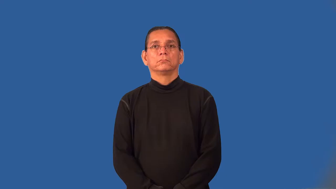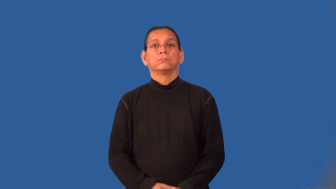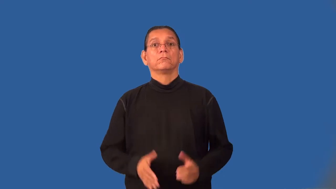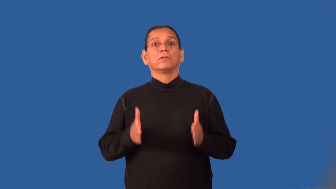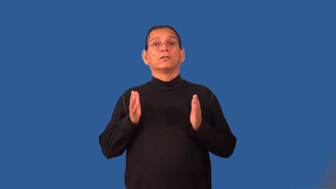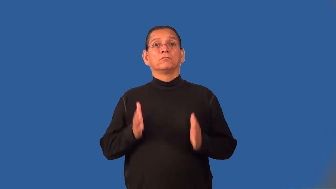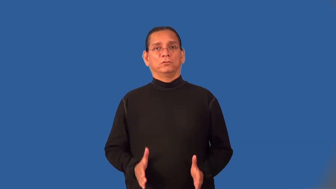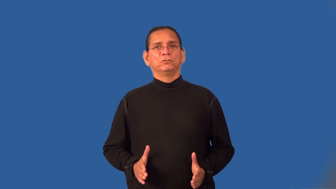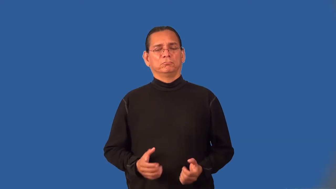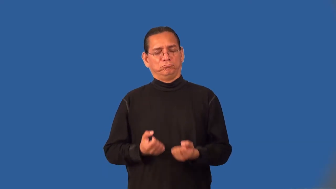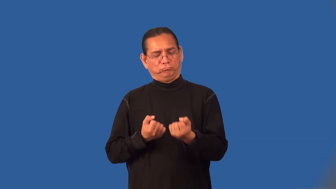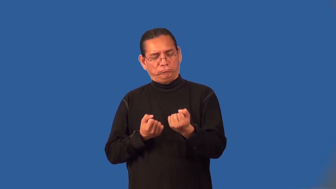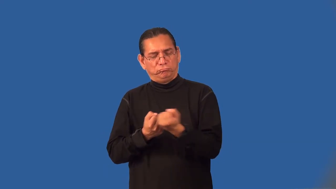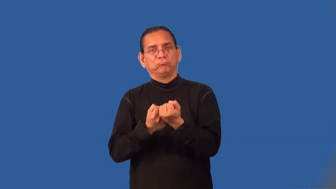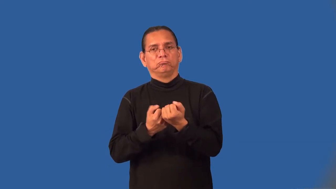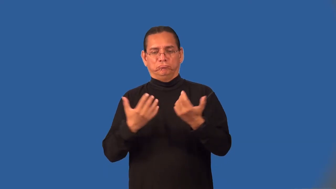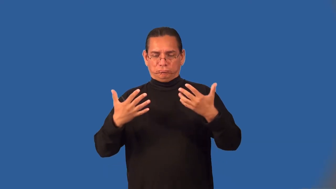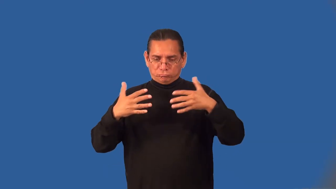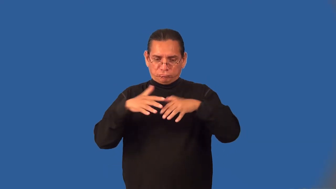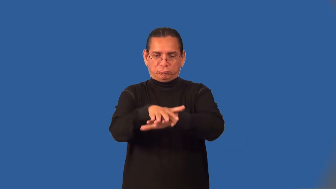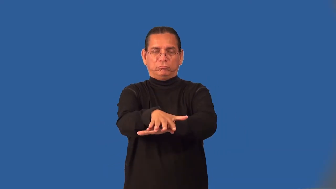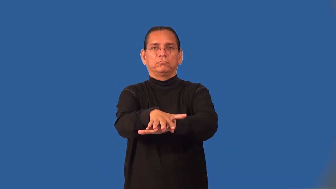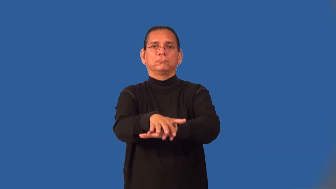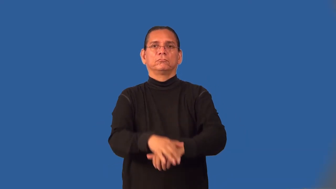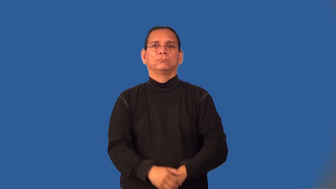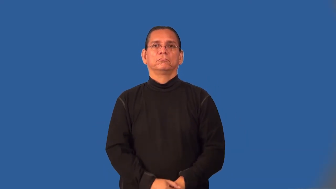integrationist